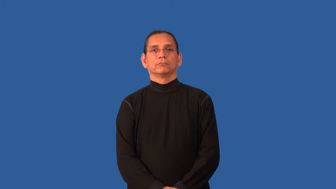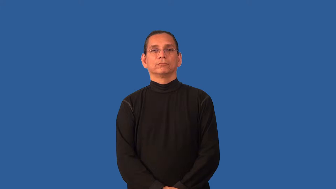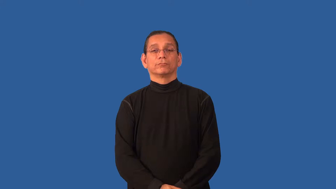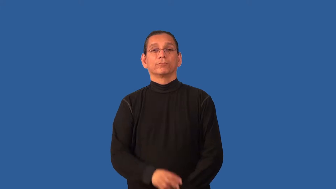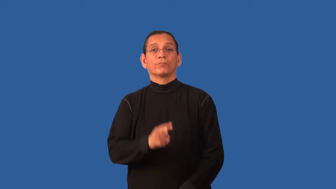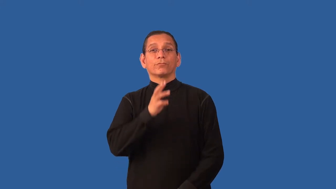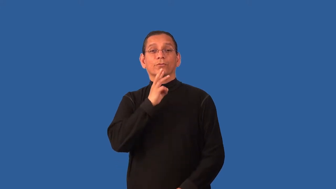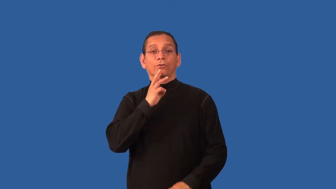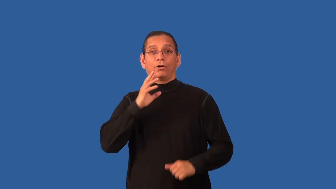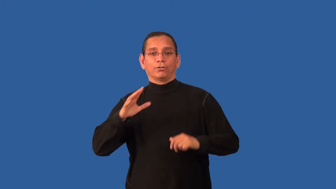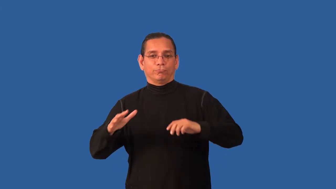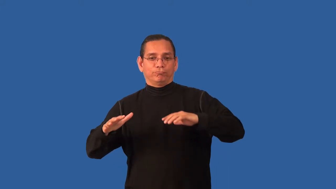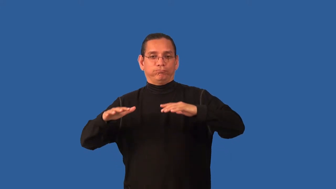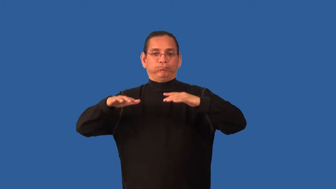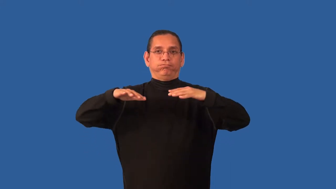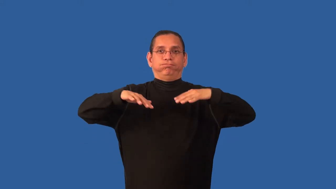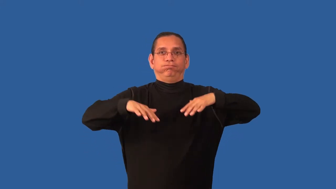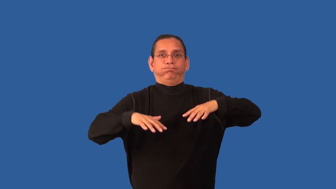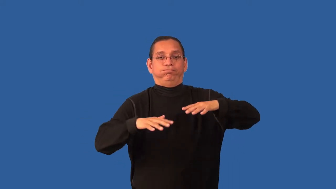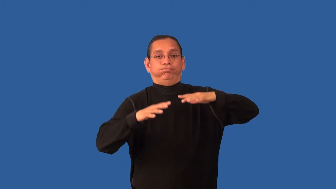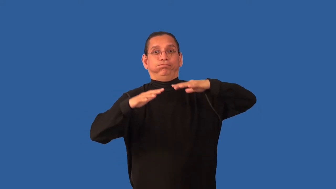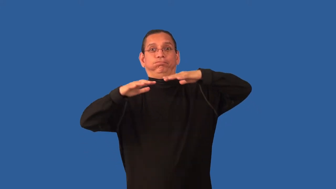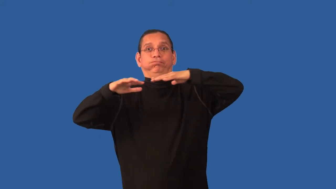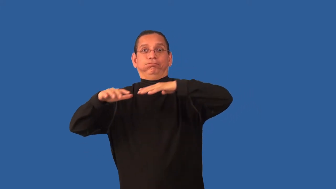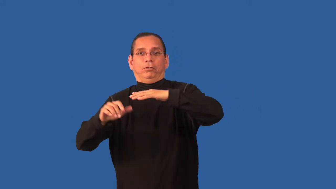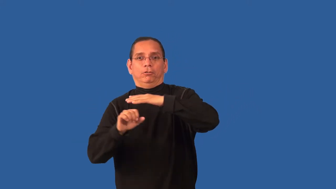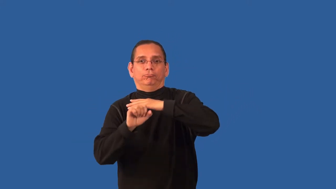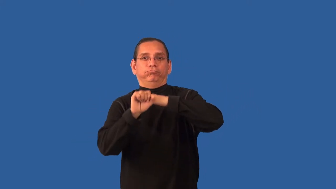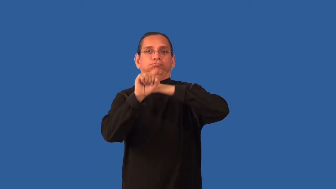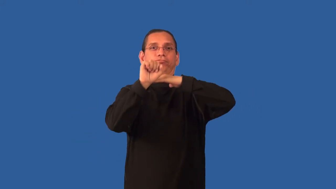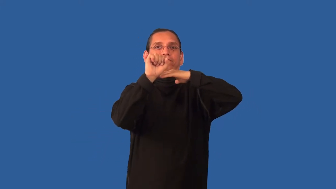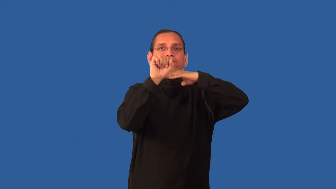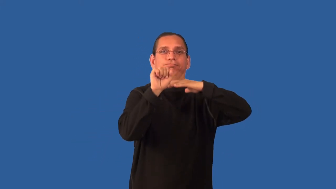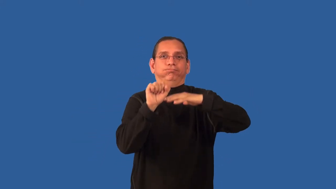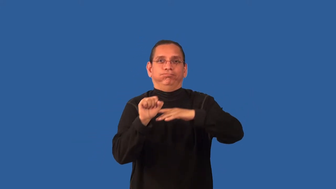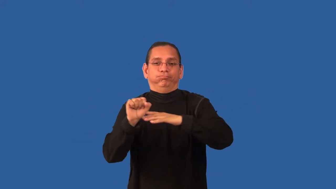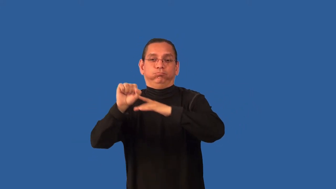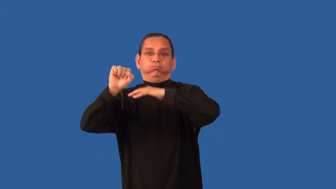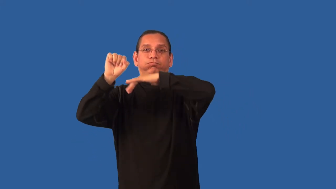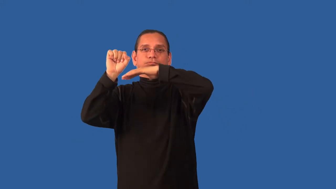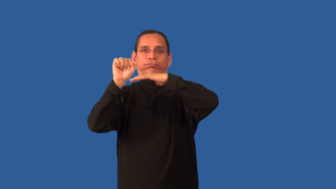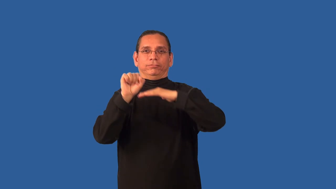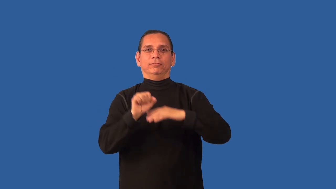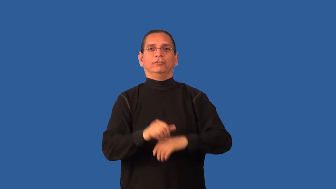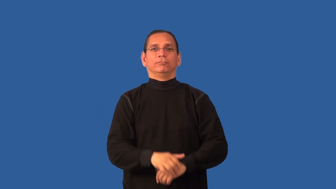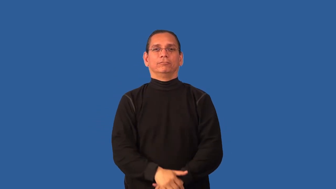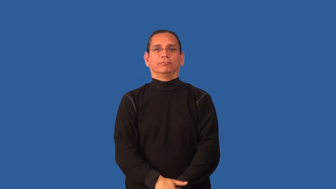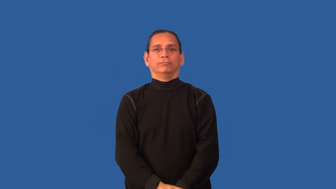bob,bounce